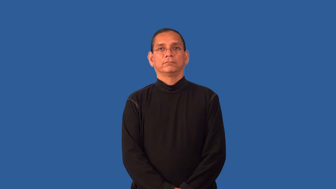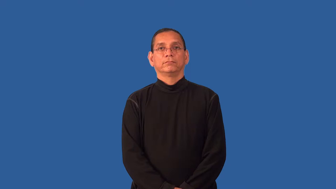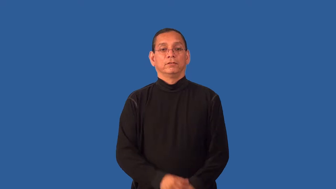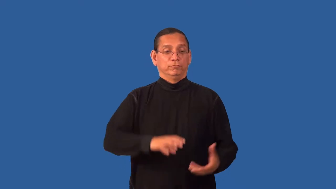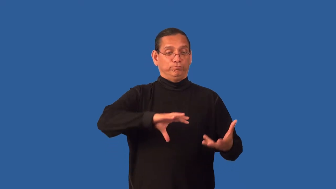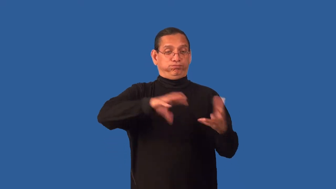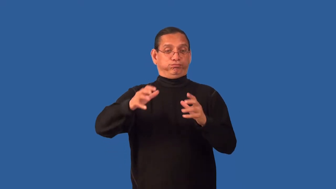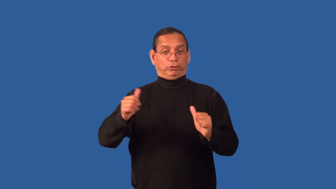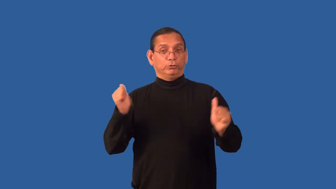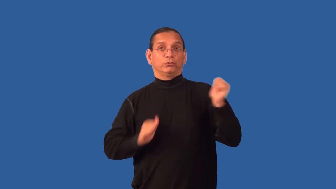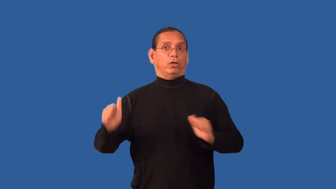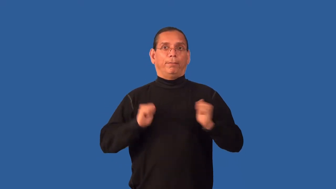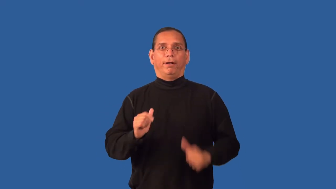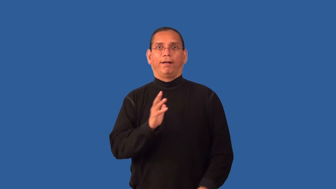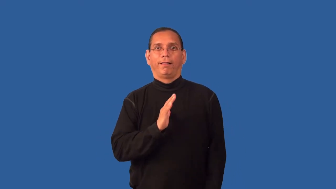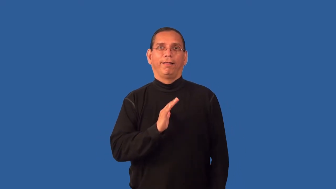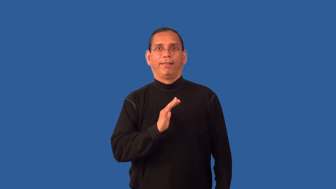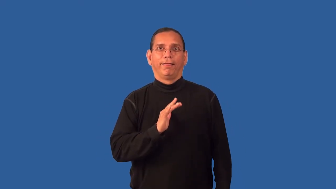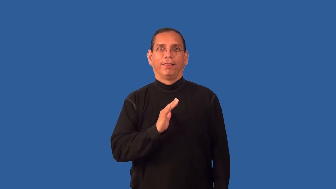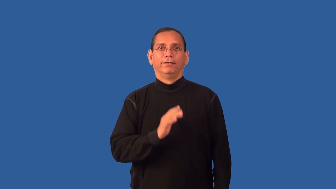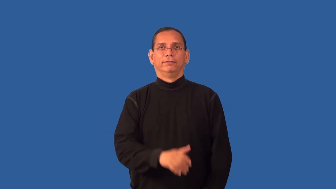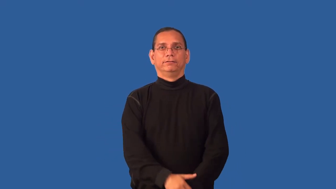dramatize-overblown